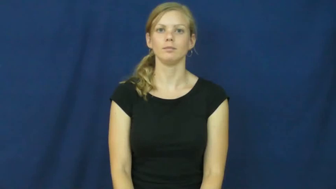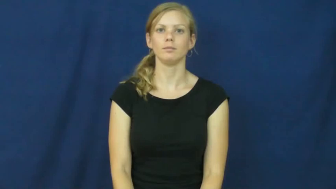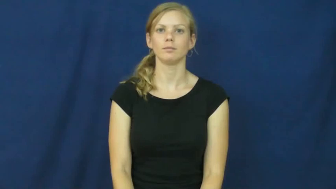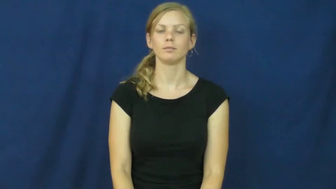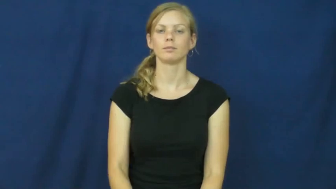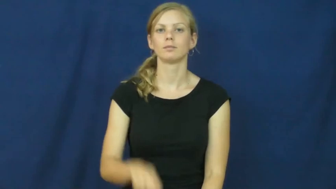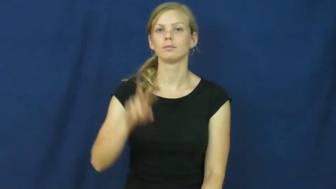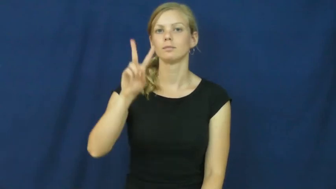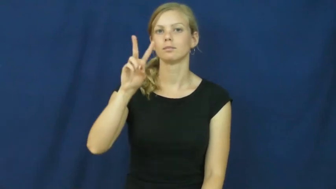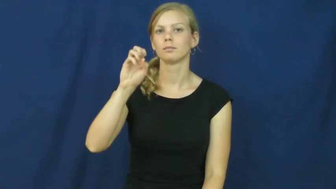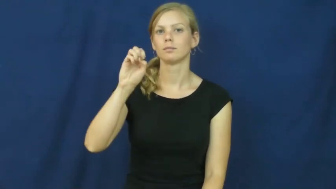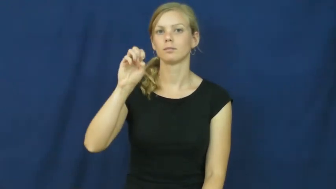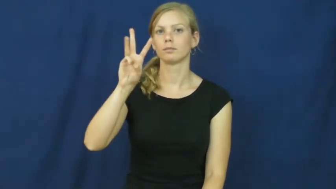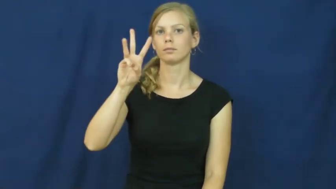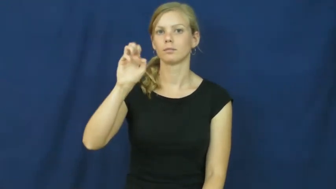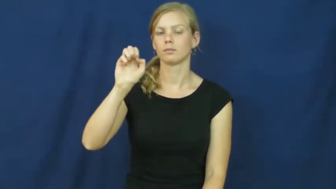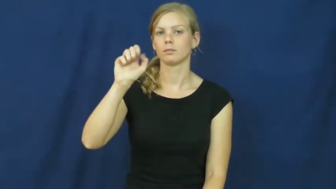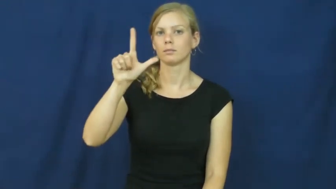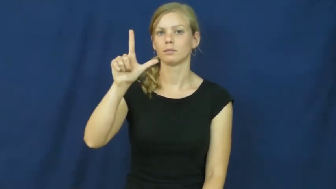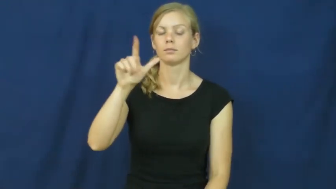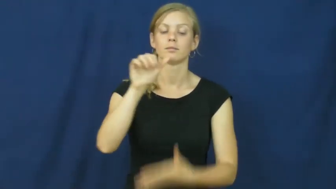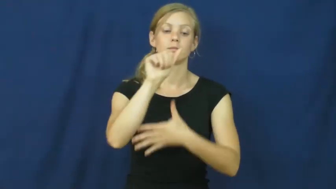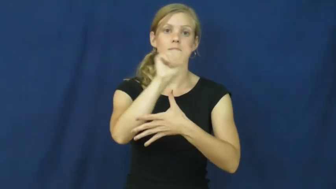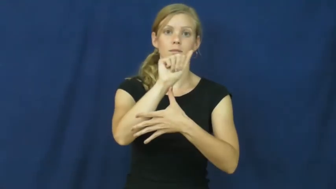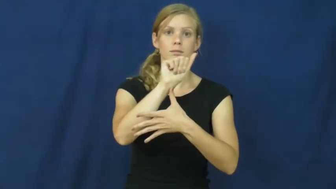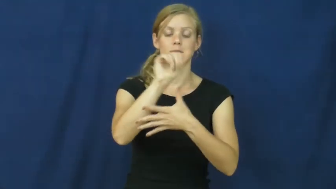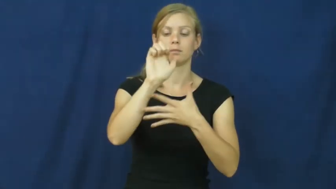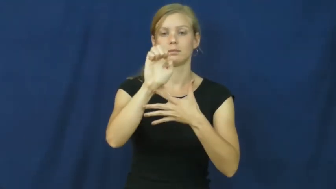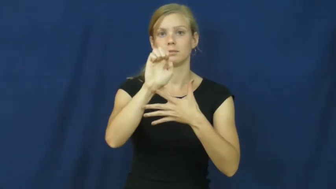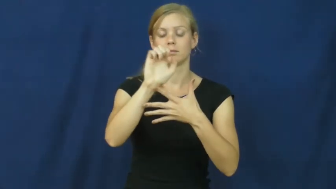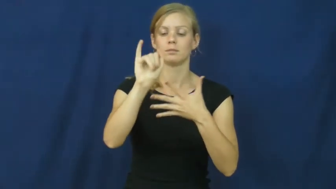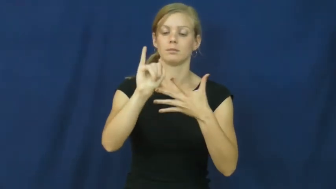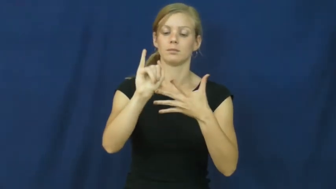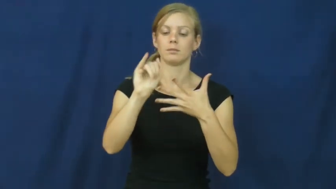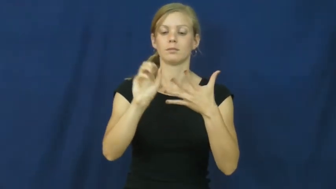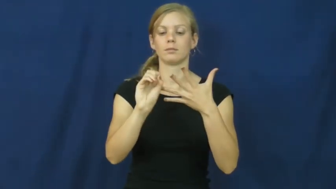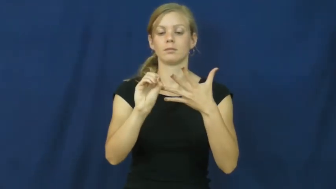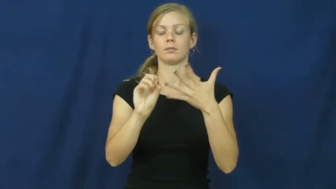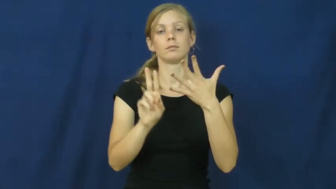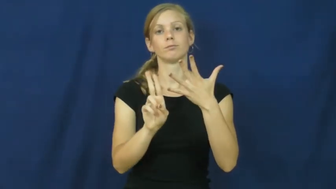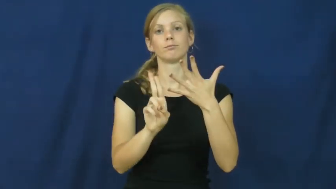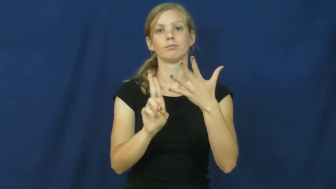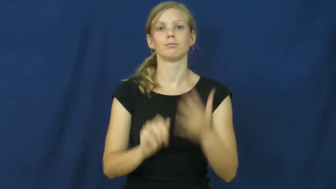vowel